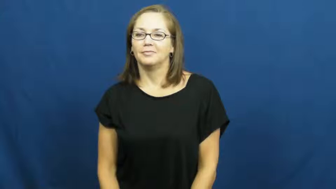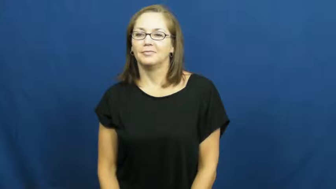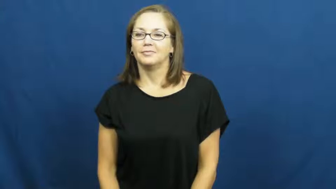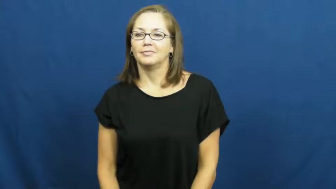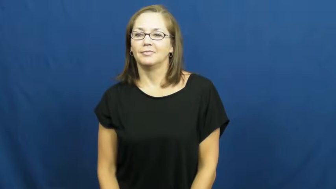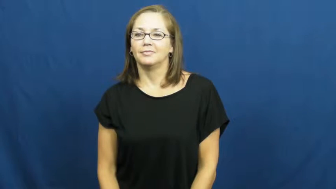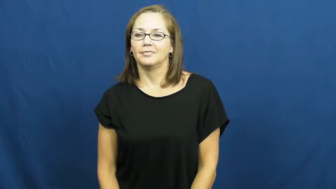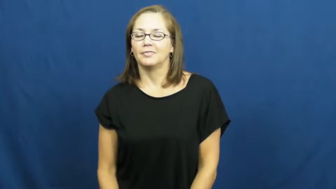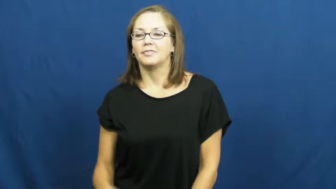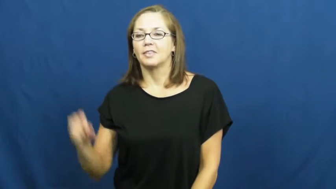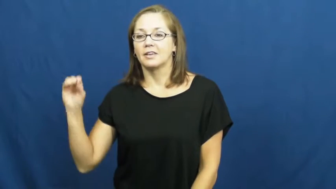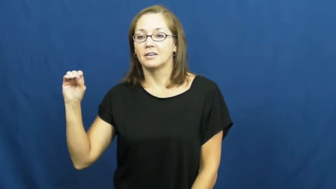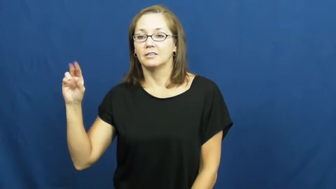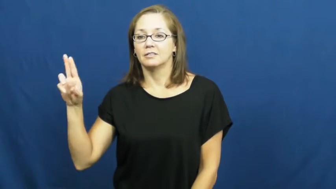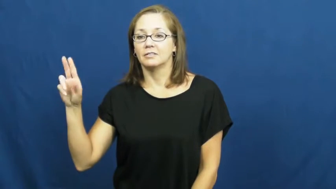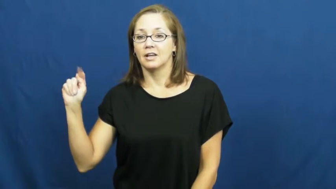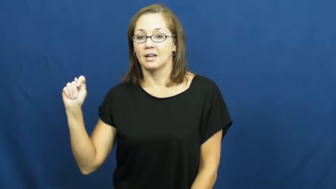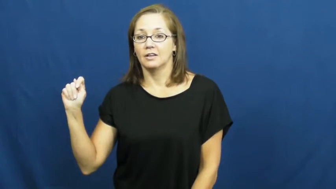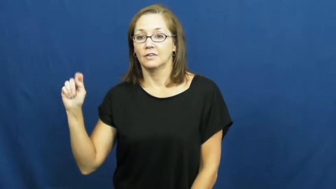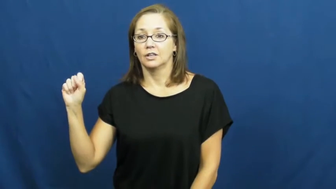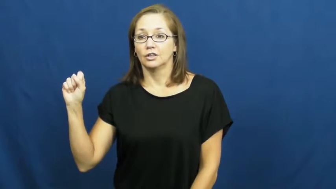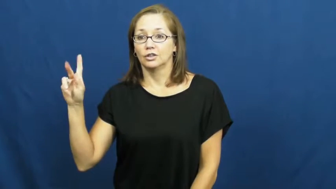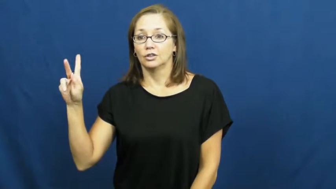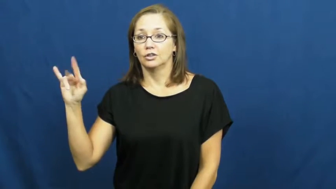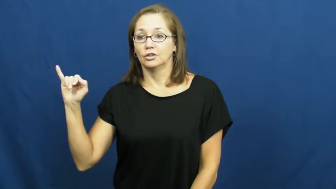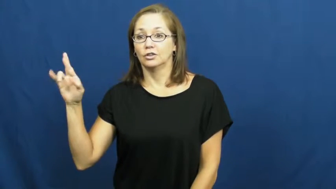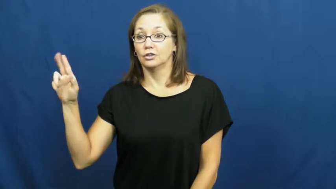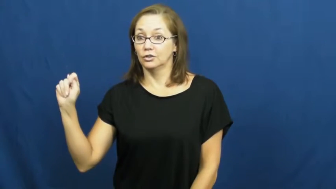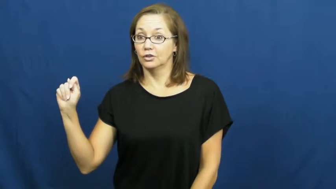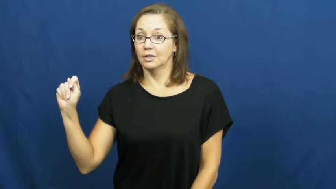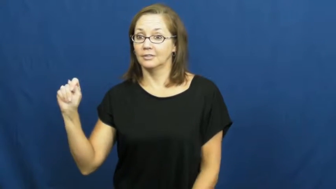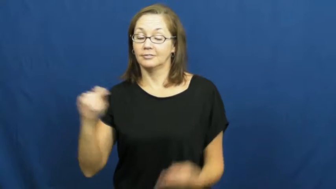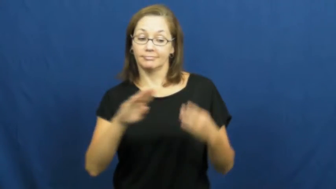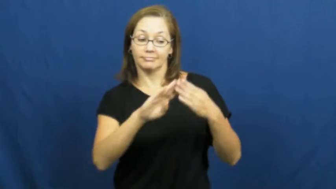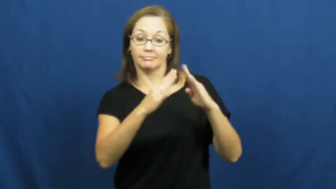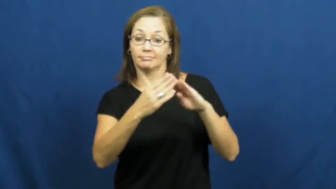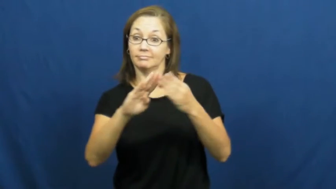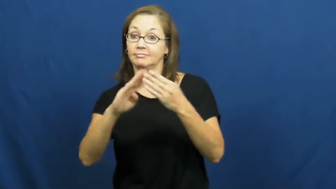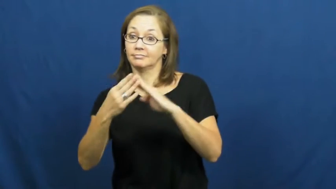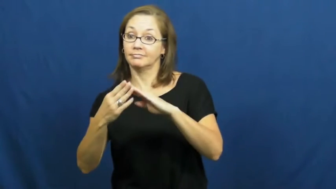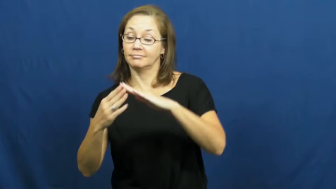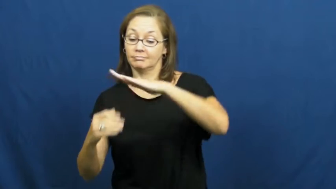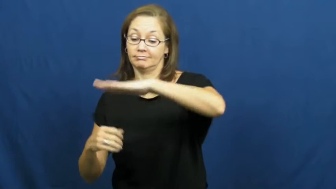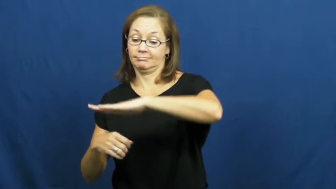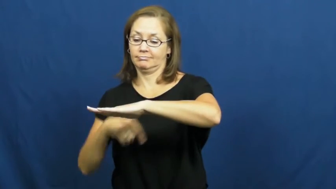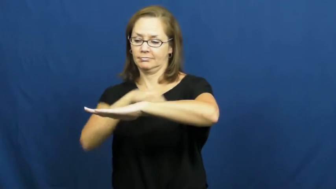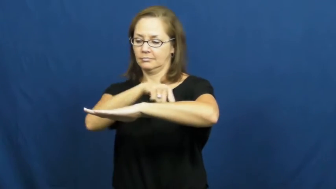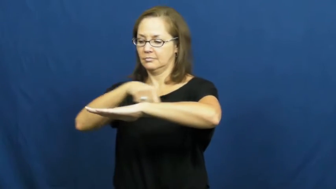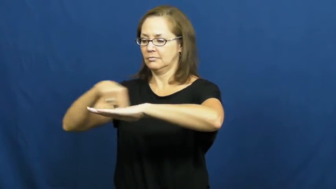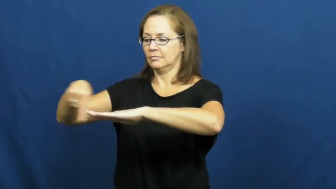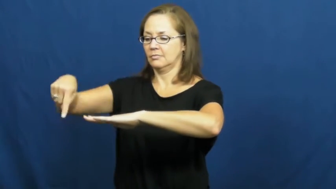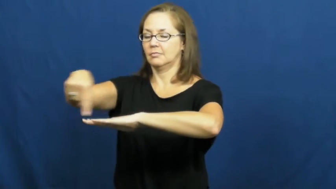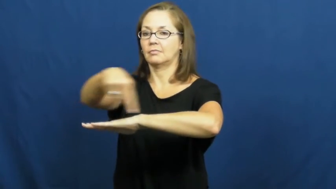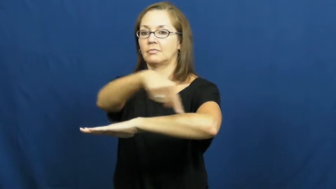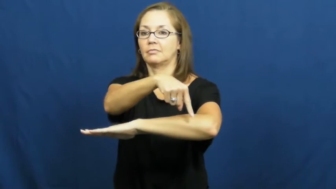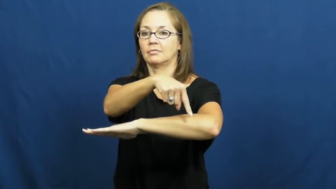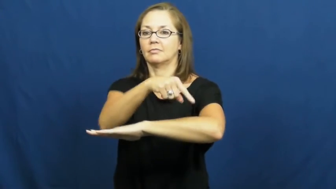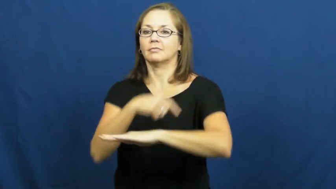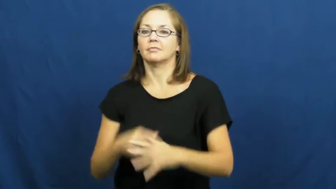outskirts